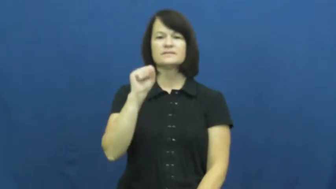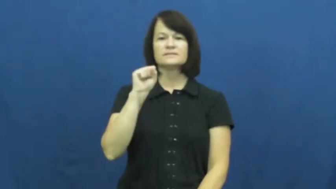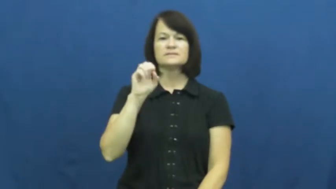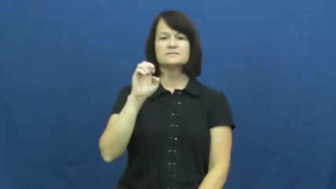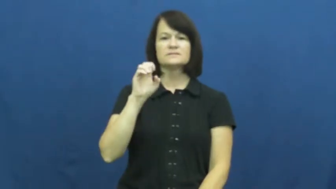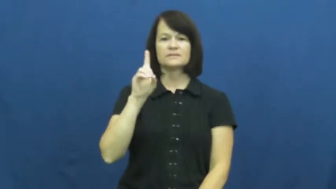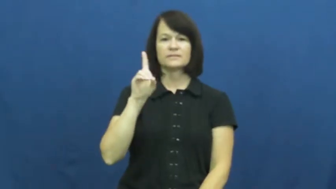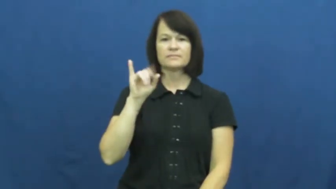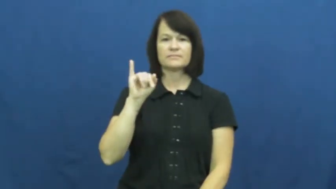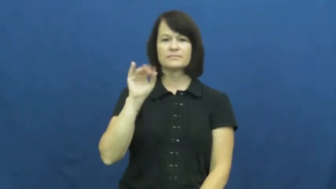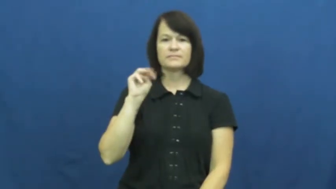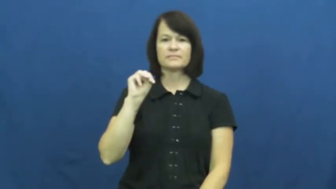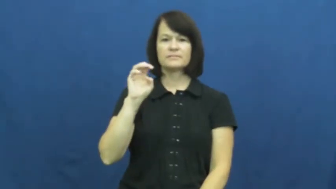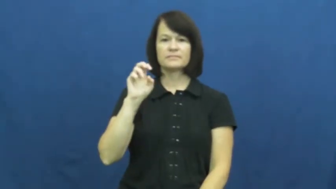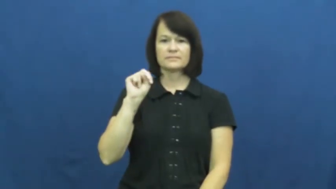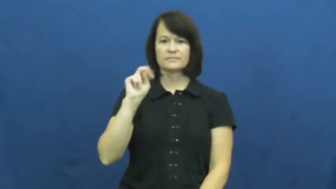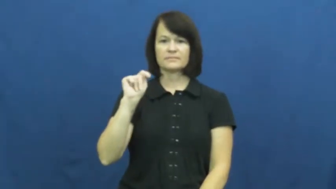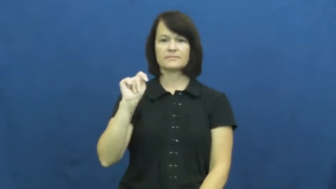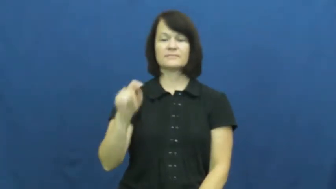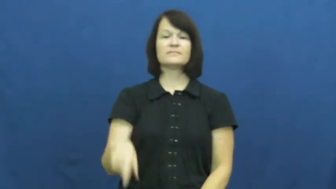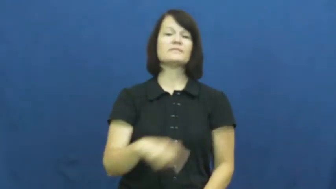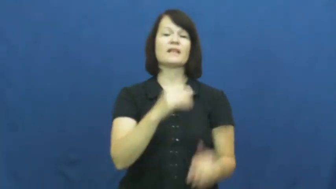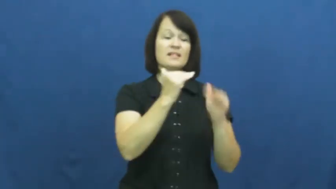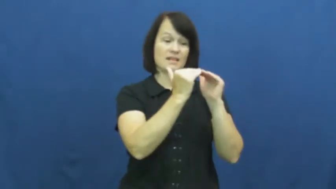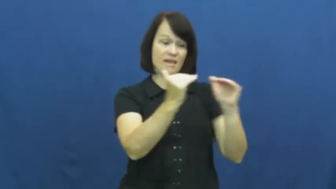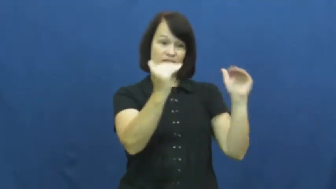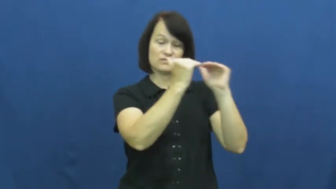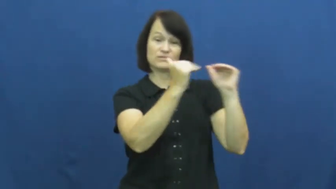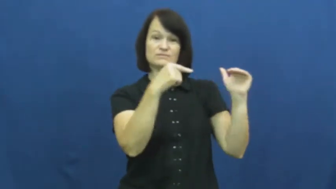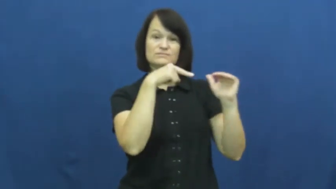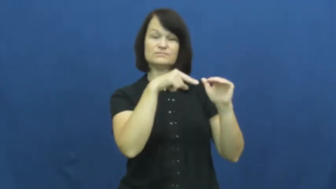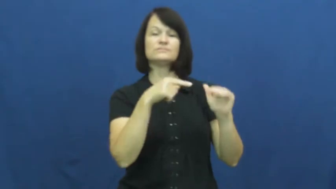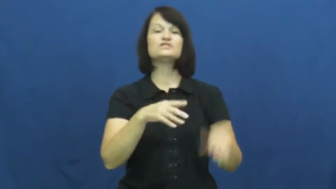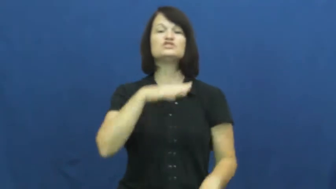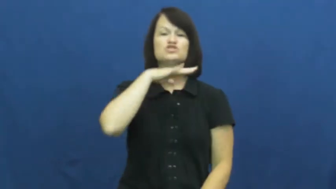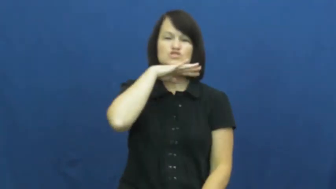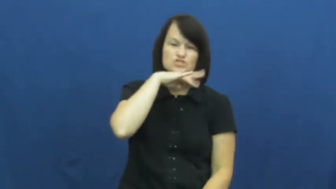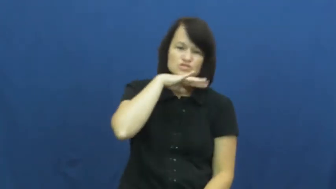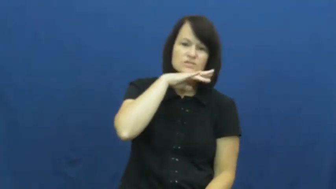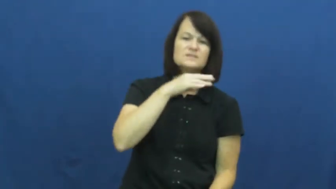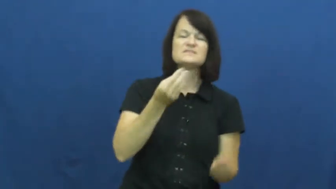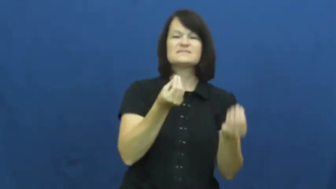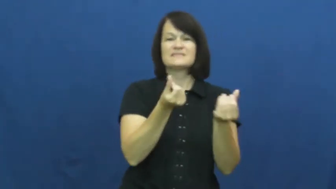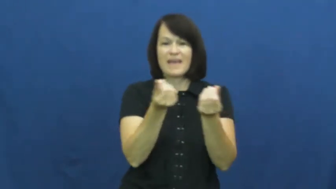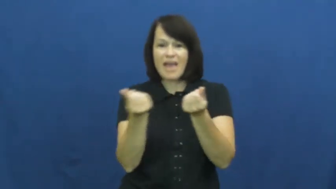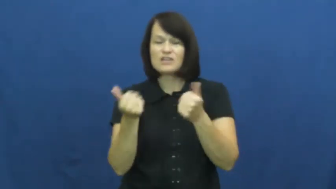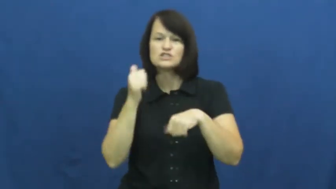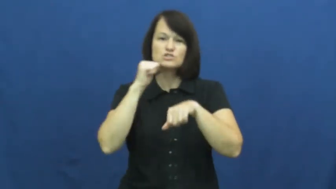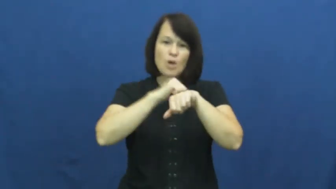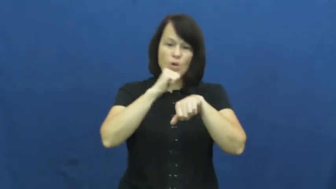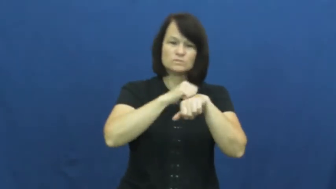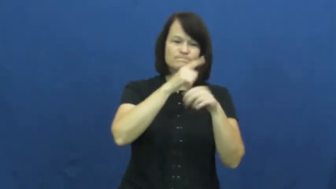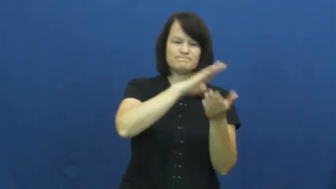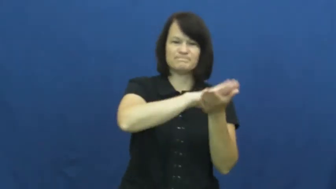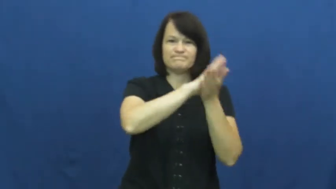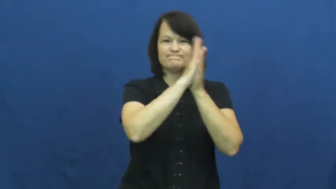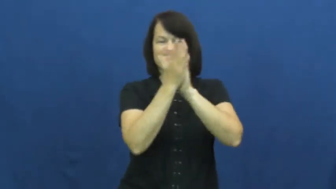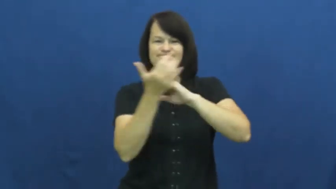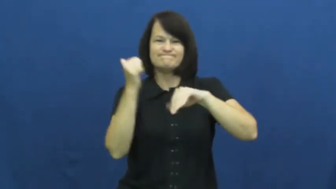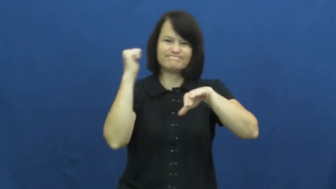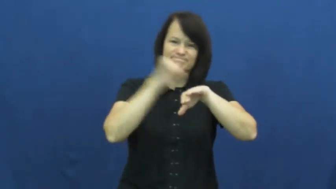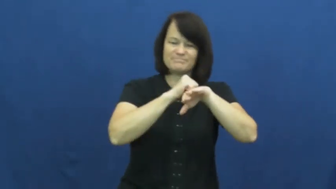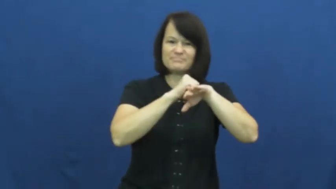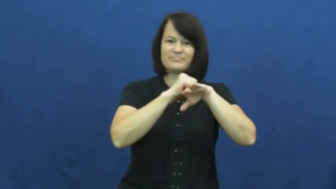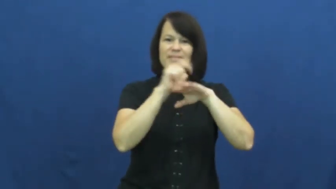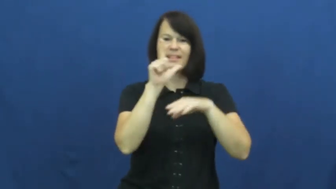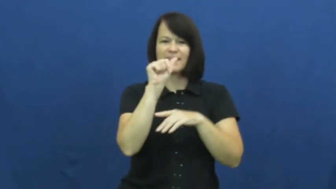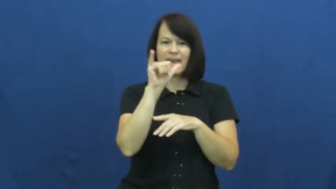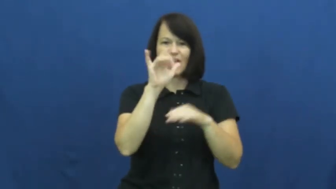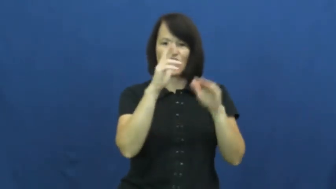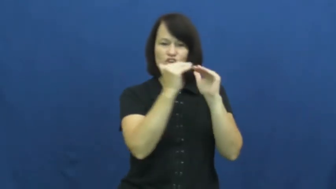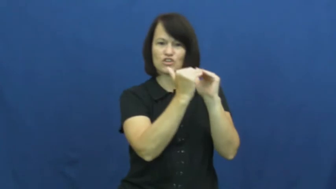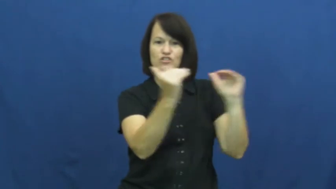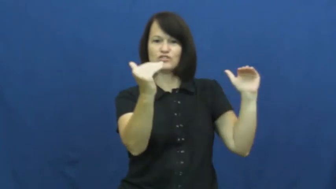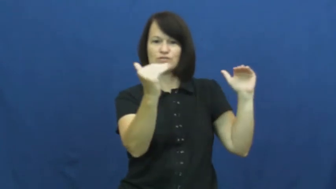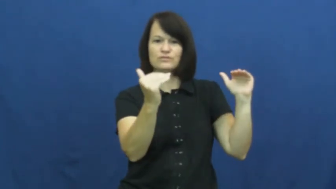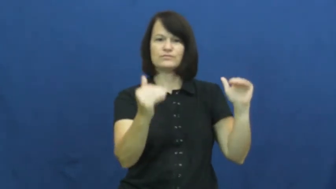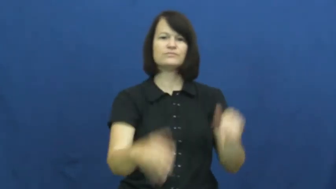sediment